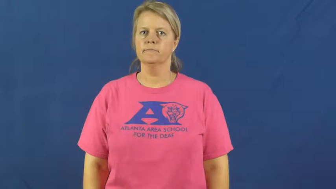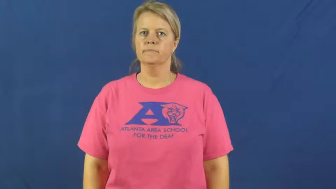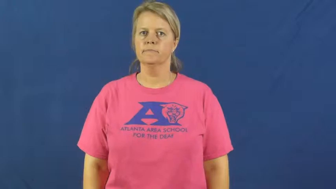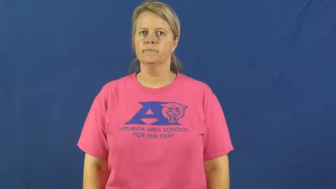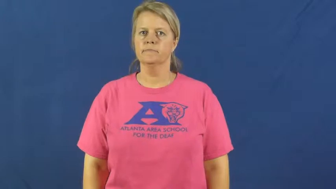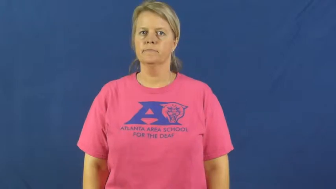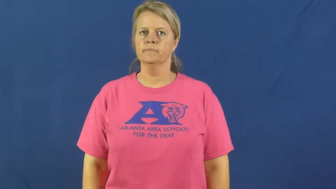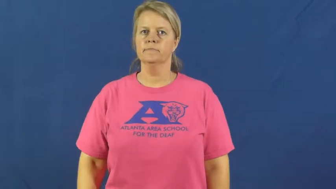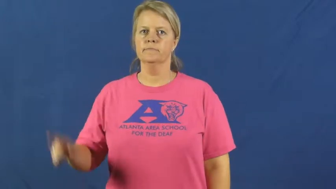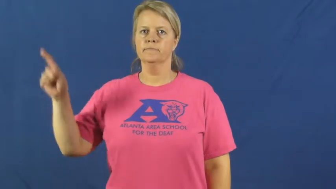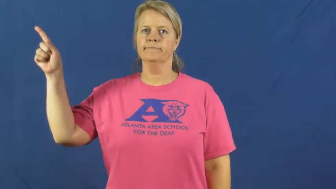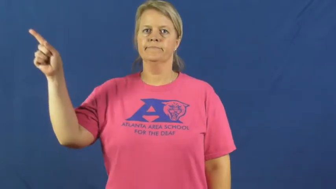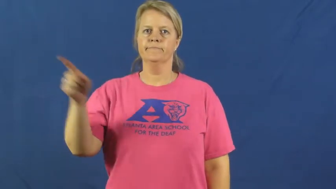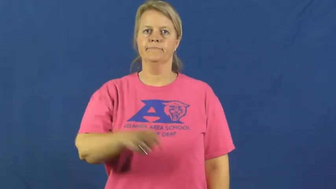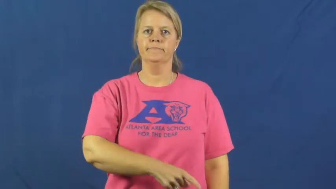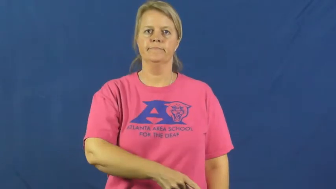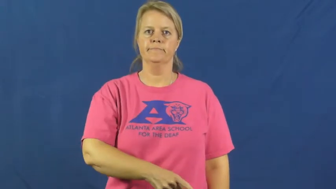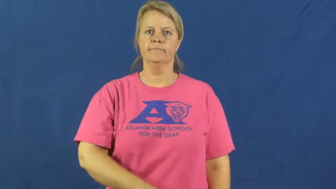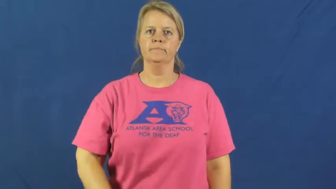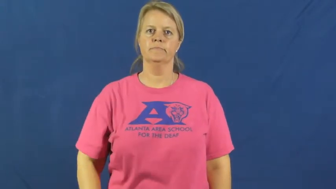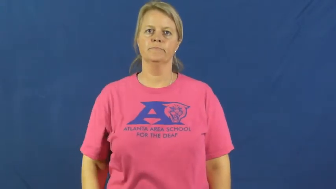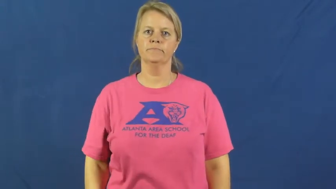diagonal,cattycorner,slash